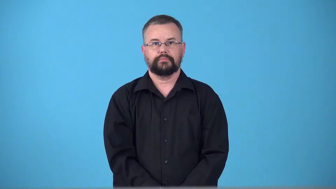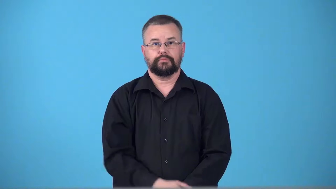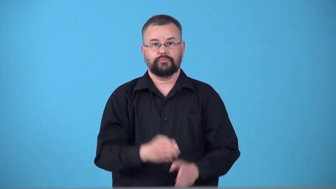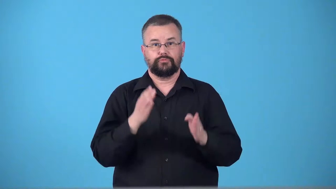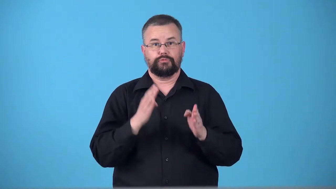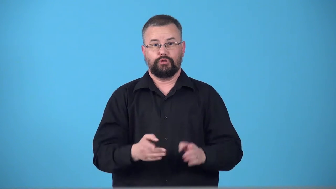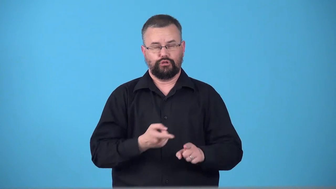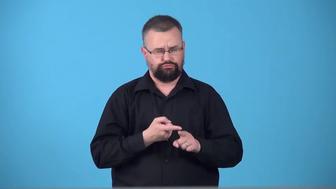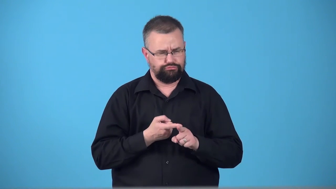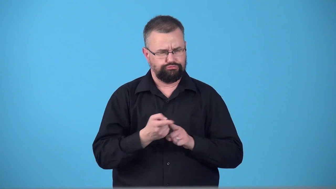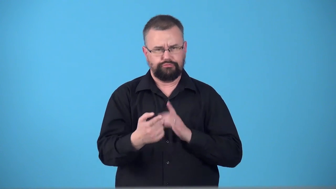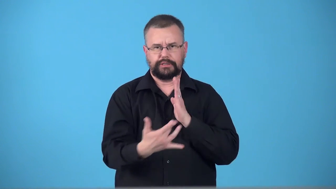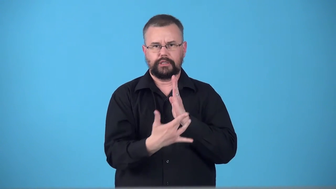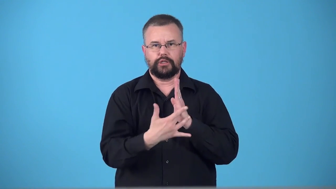tech,technician,techie,technologist-person